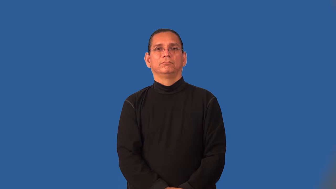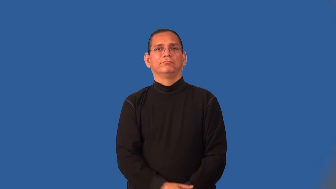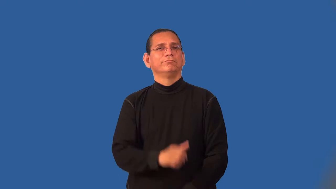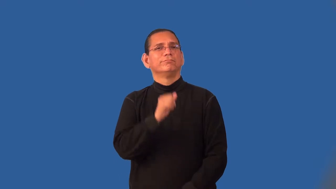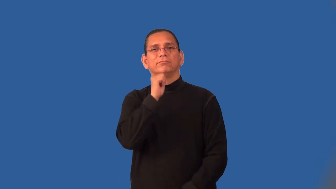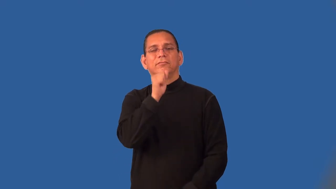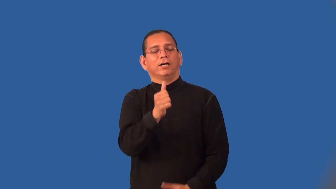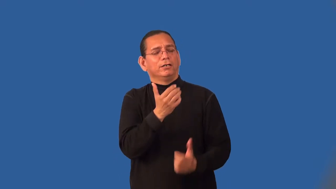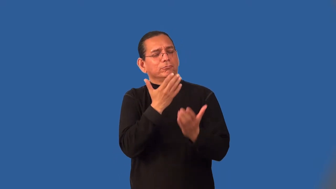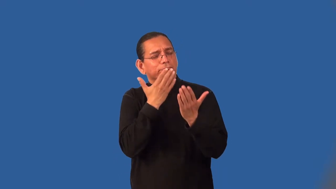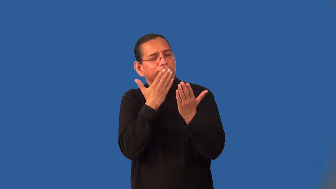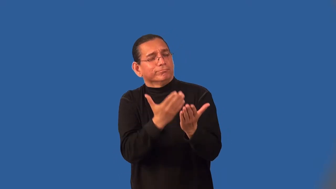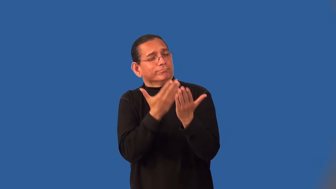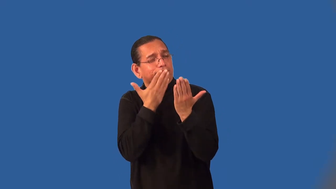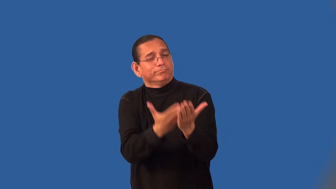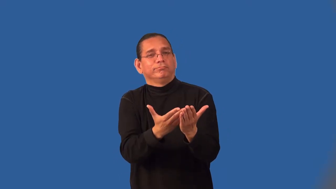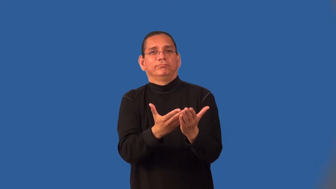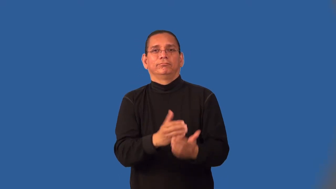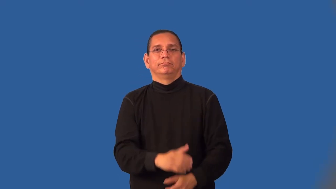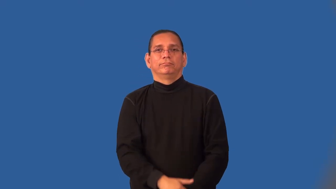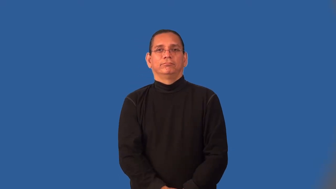ingratitude